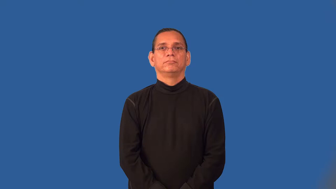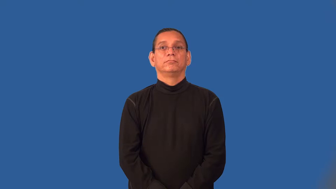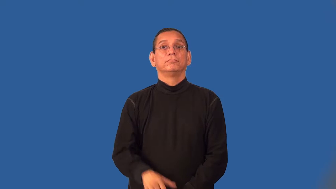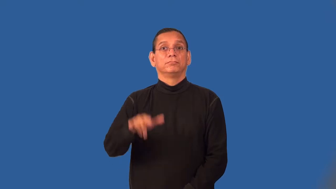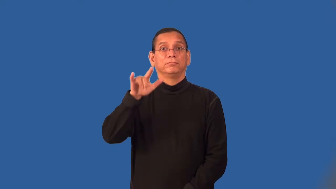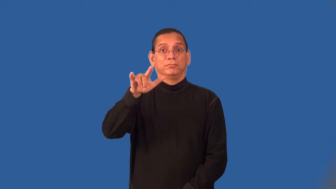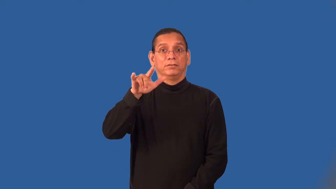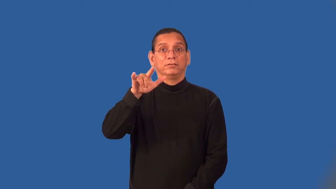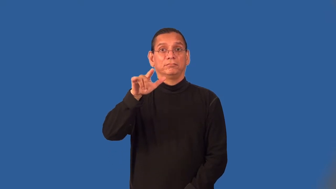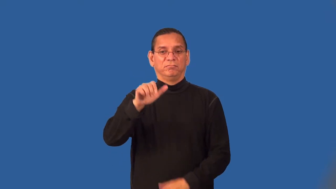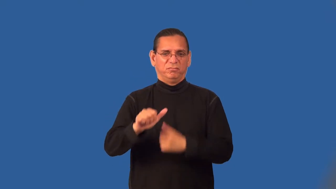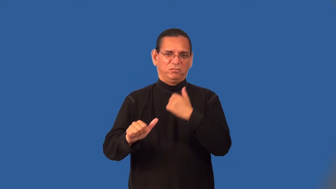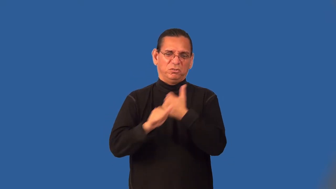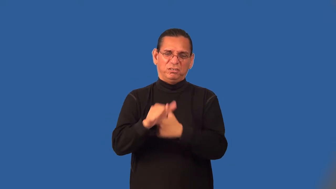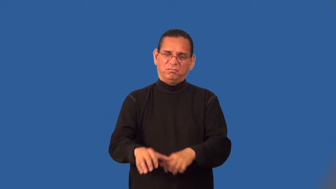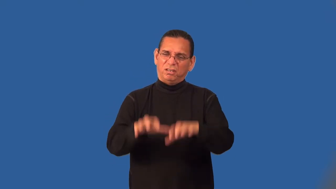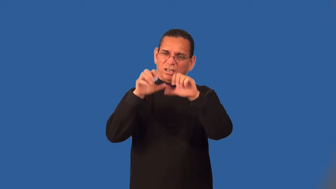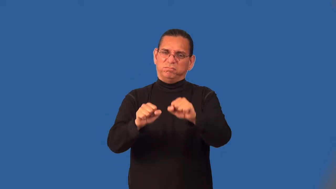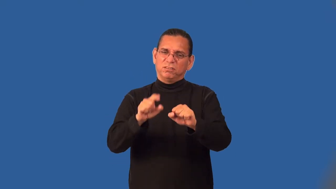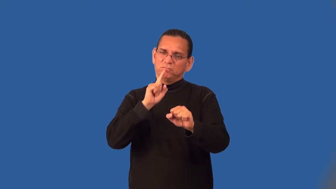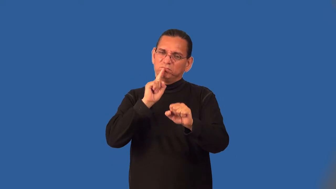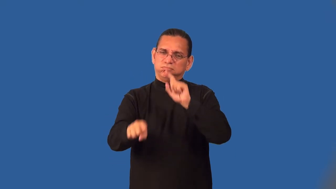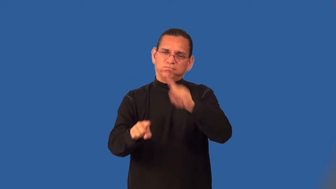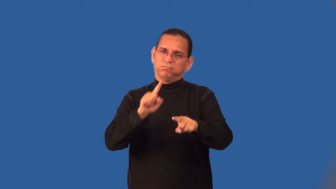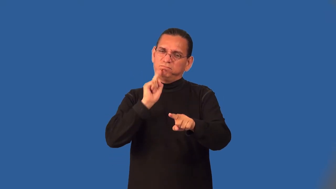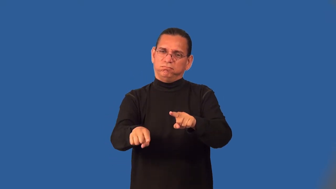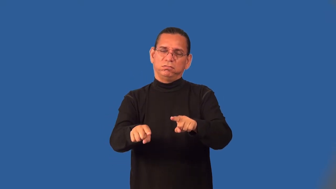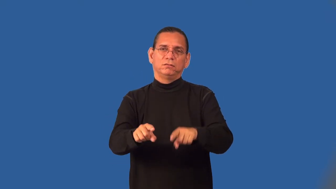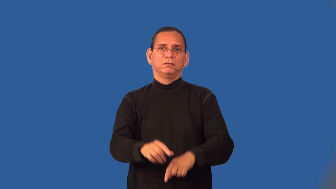skyjack